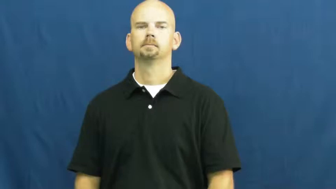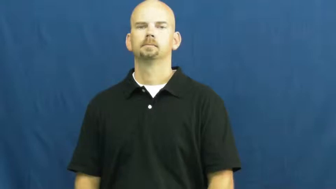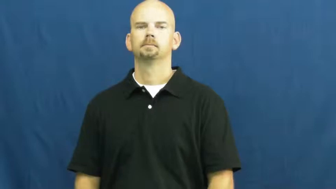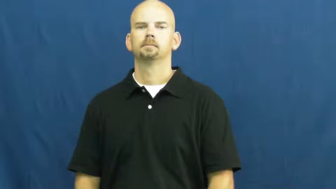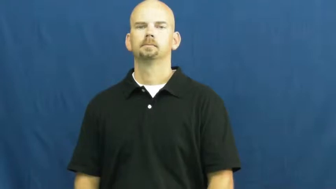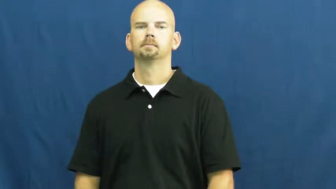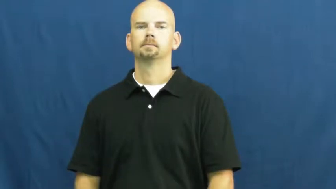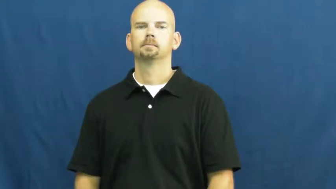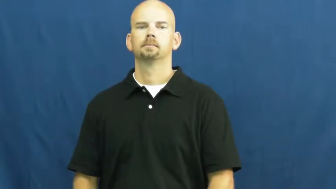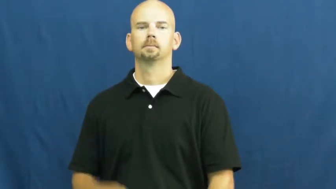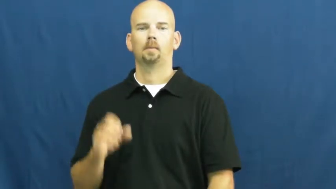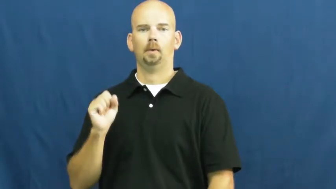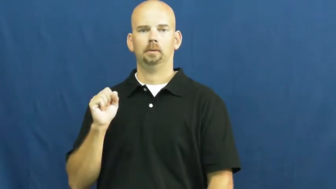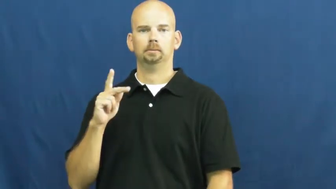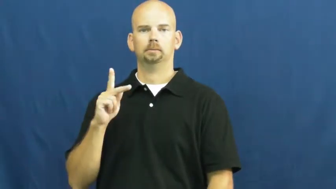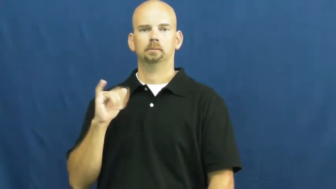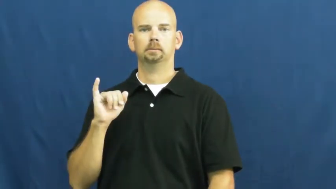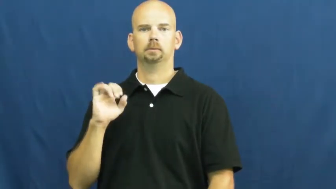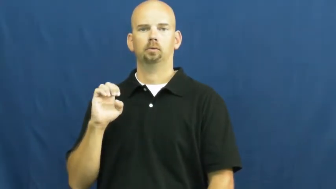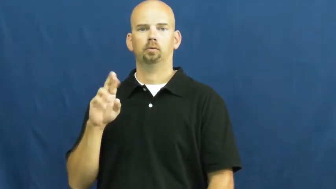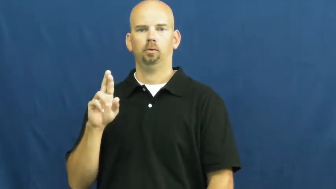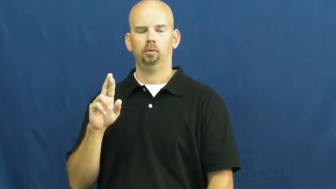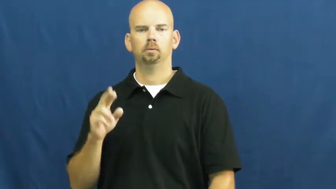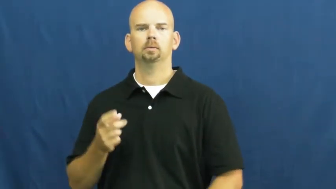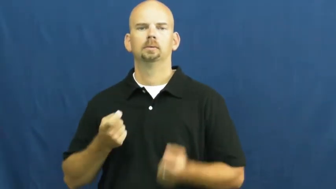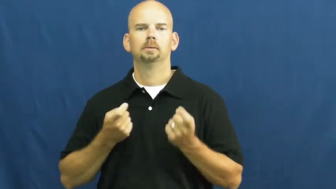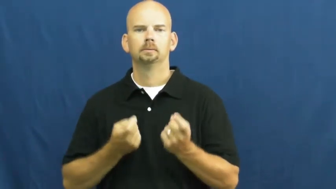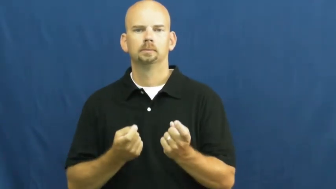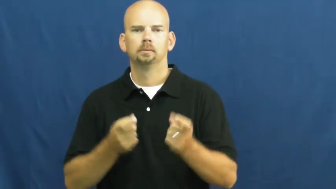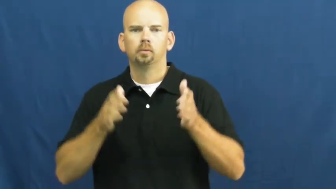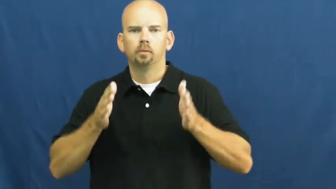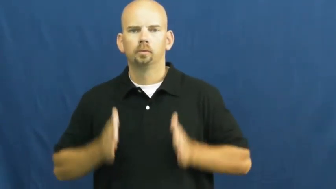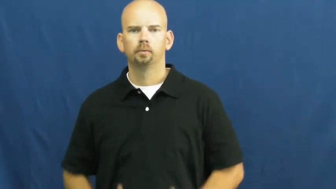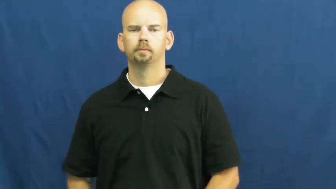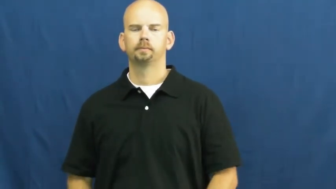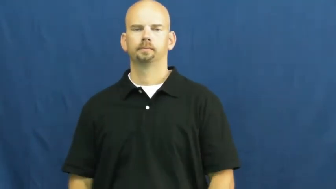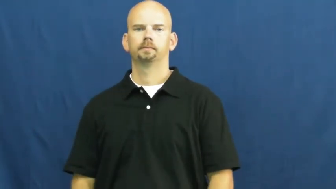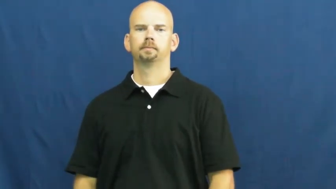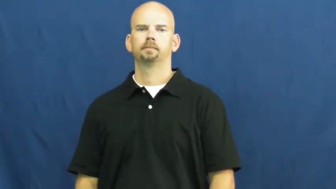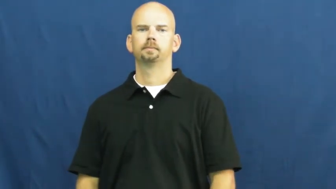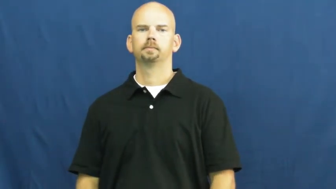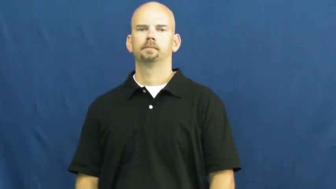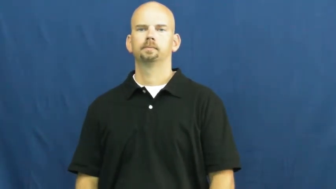skier-snow